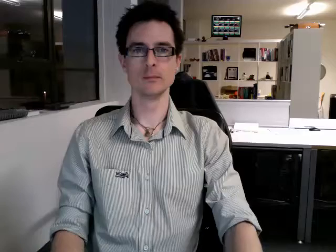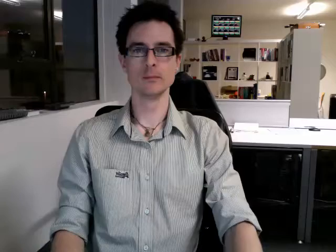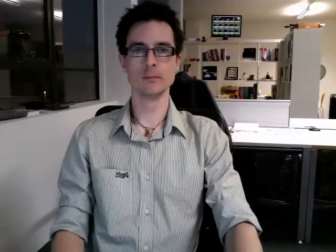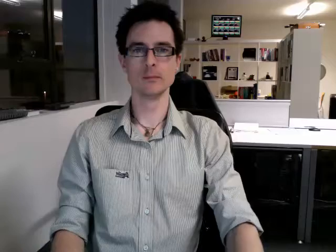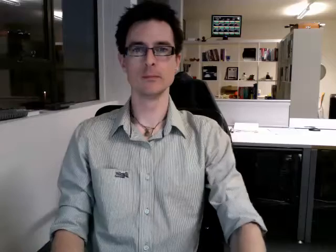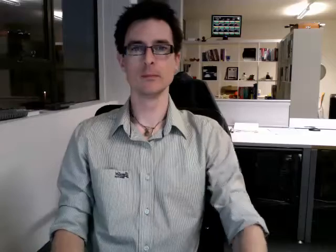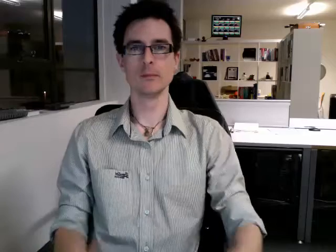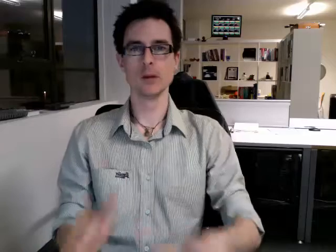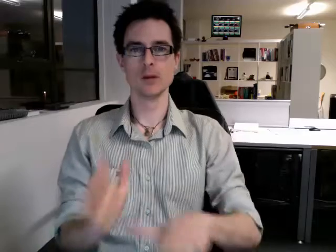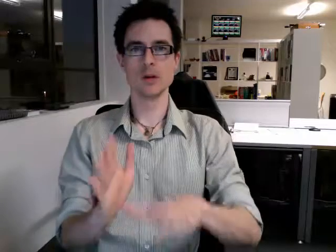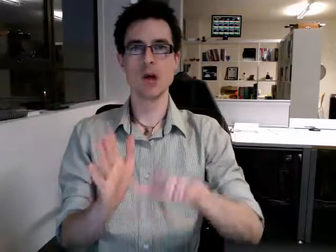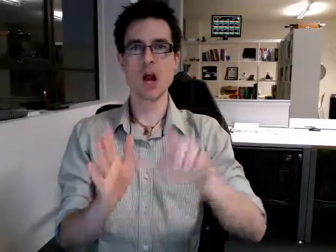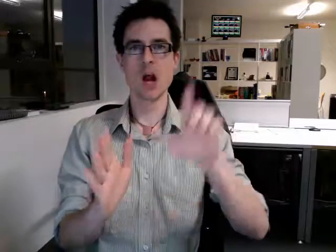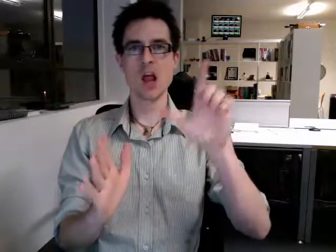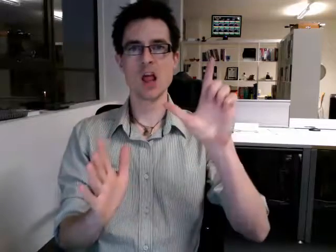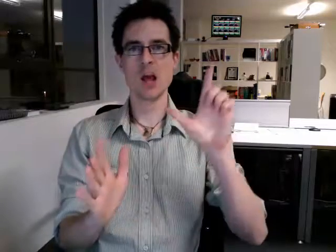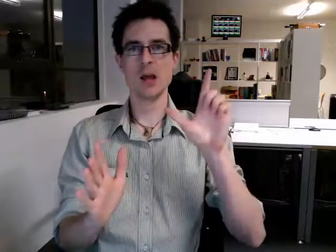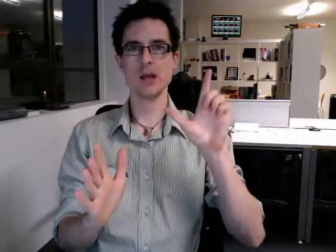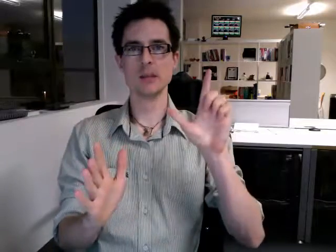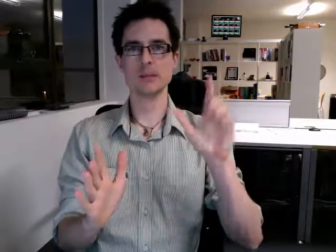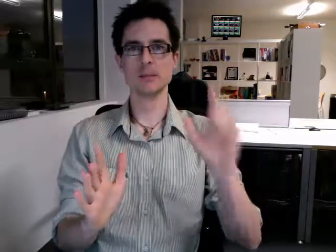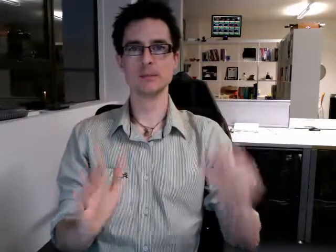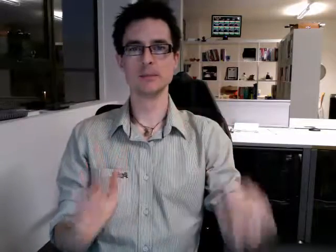early